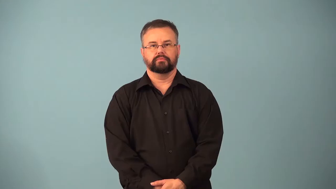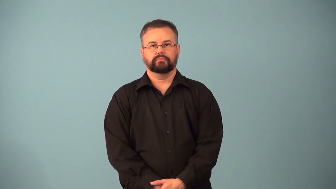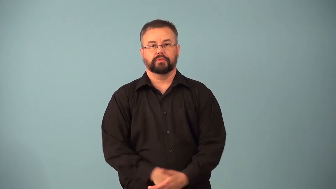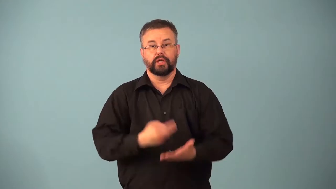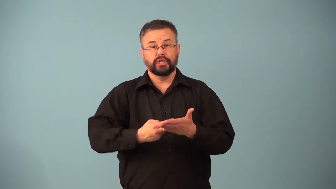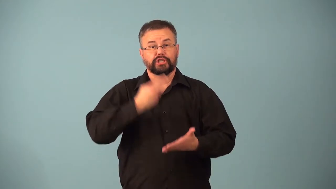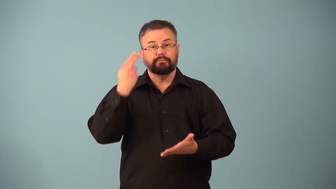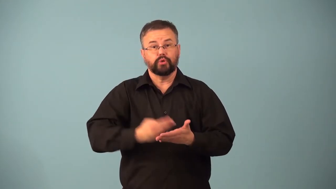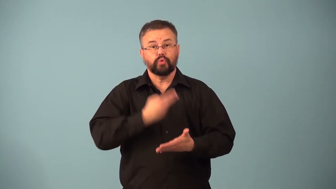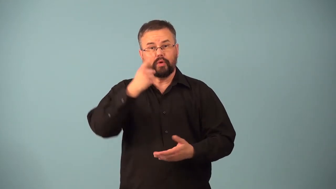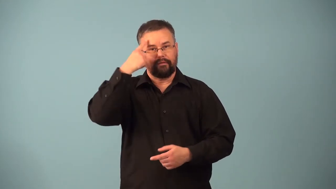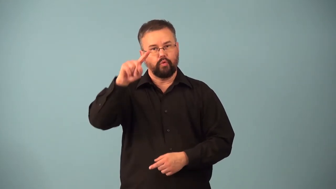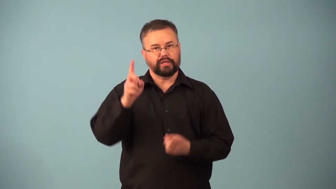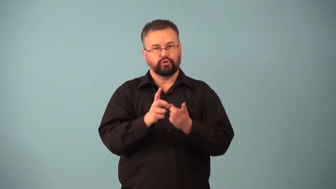dessertspoon